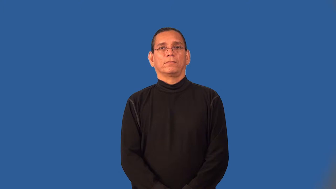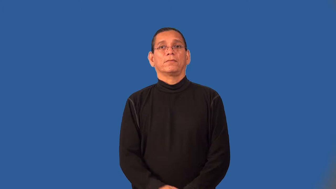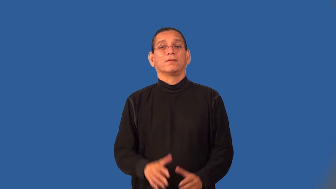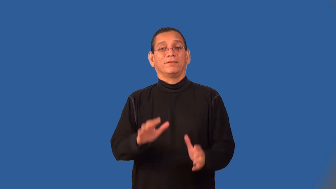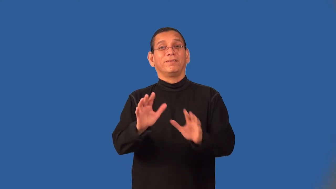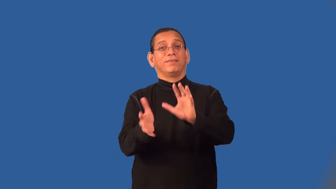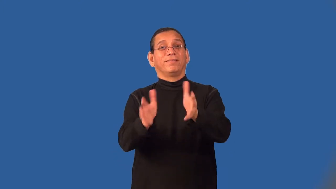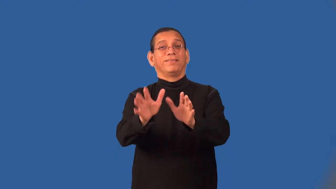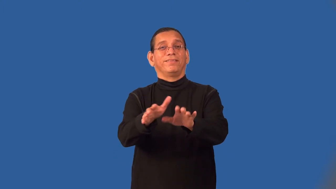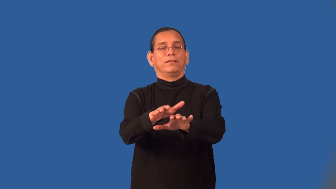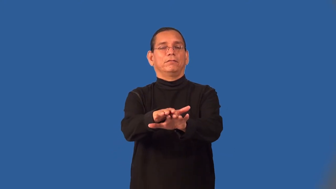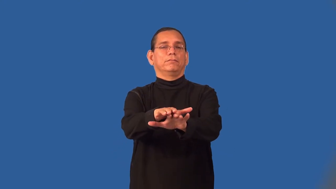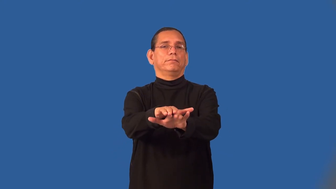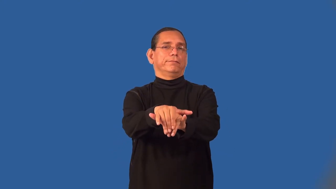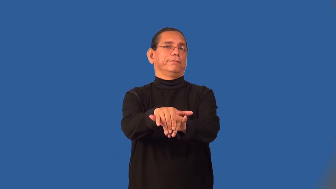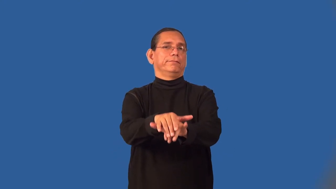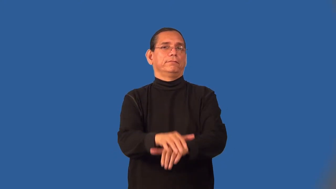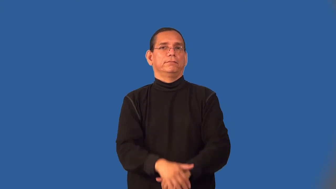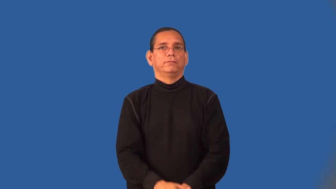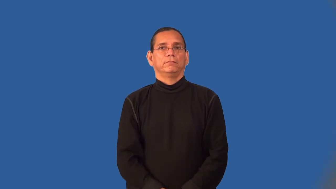soapy,fulsome-insincere